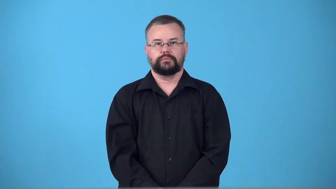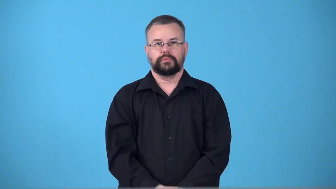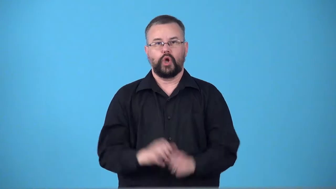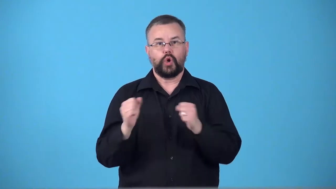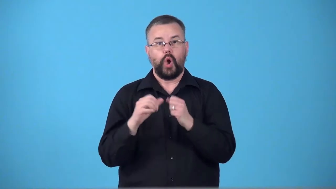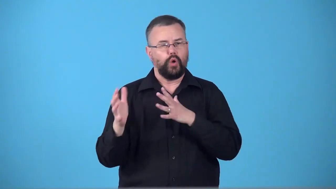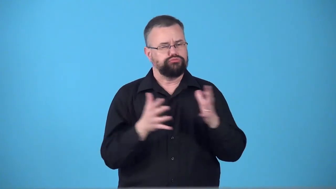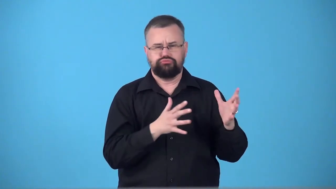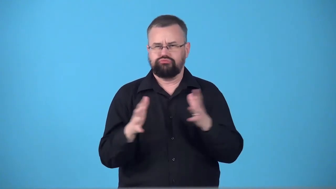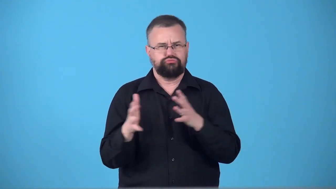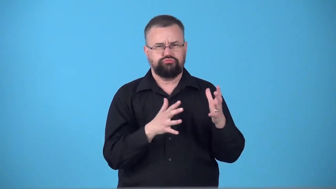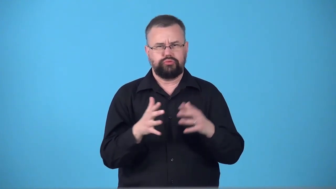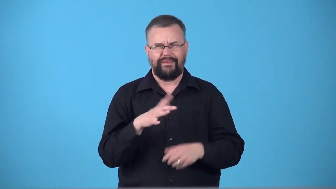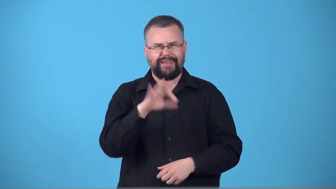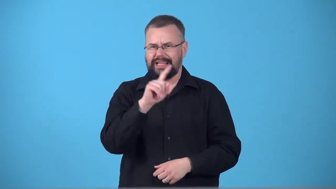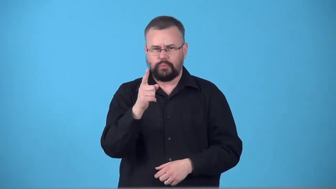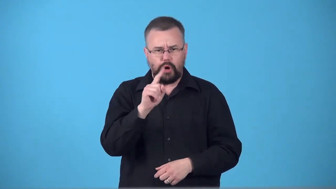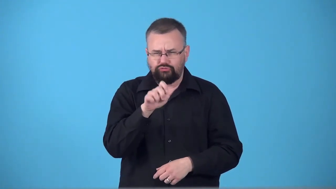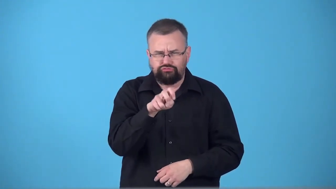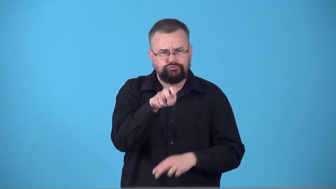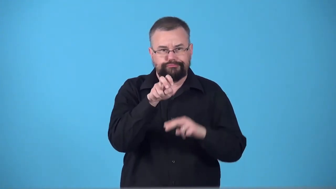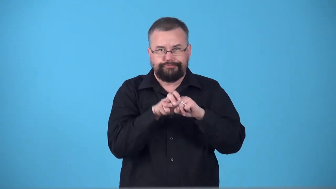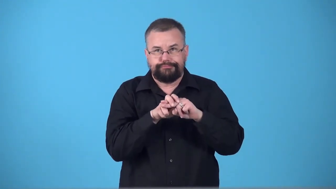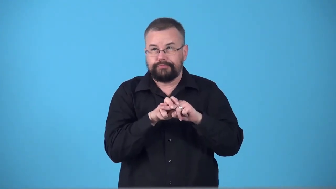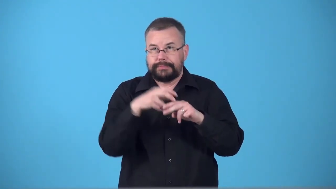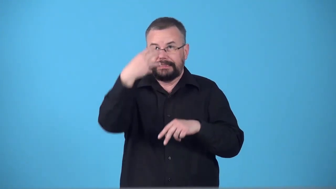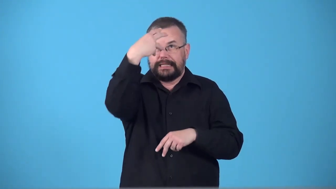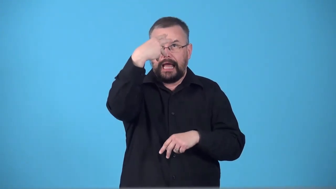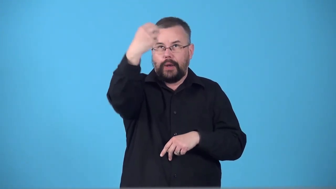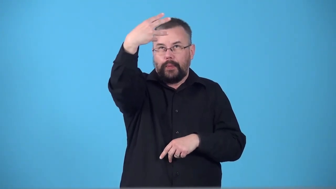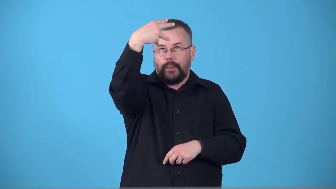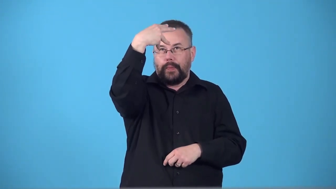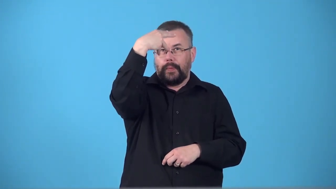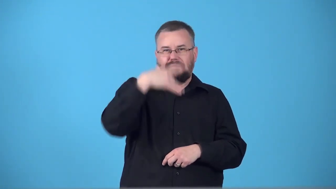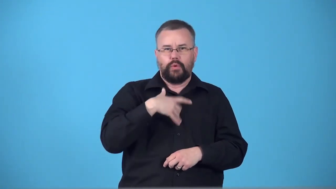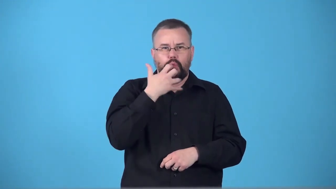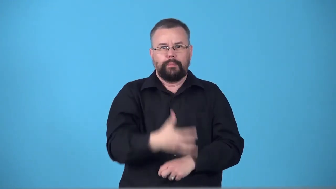suntrap